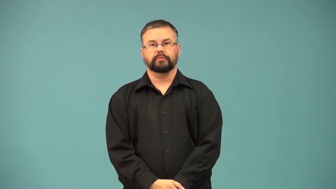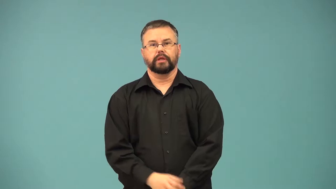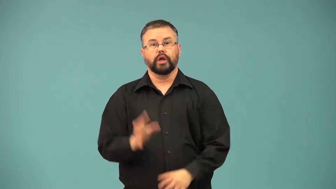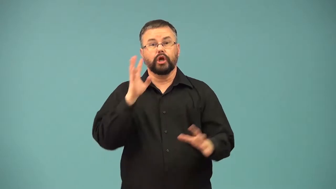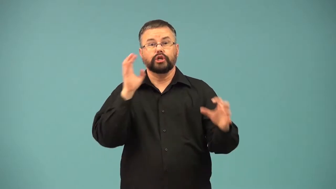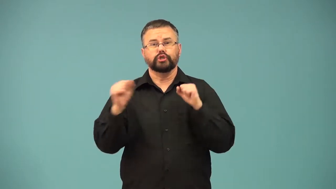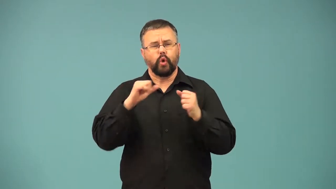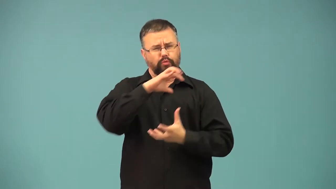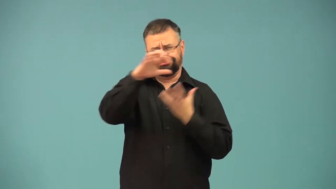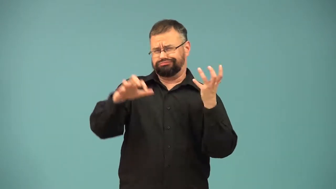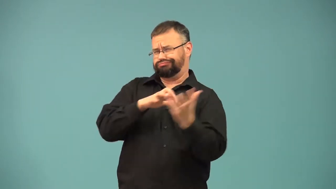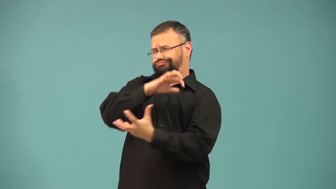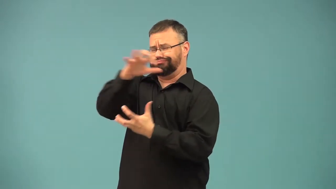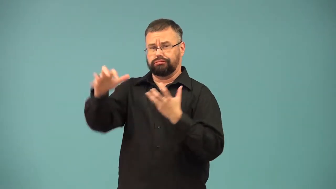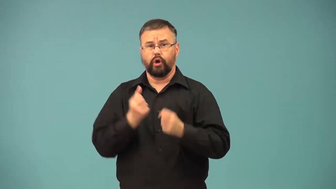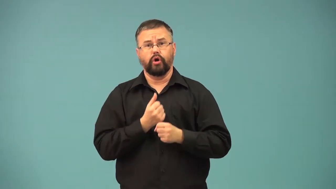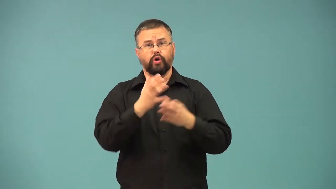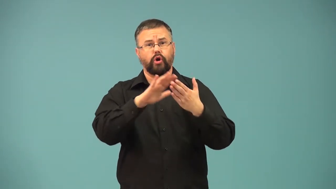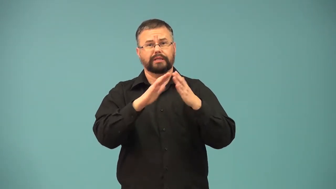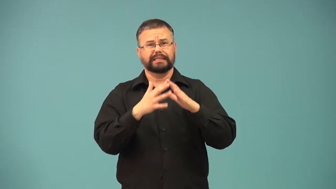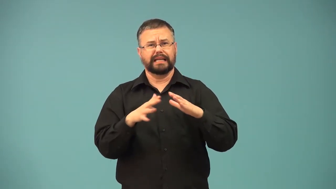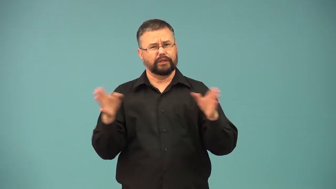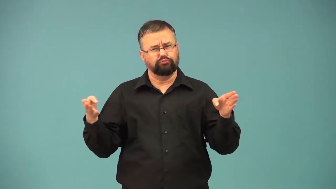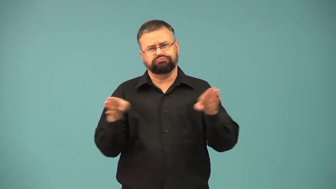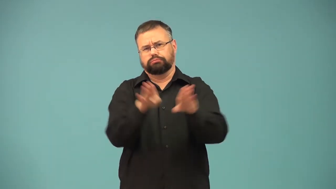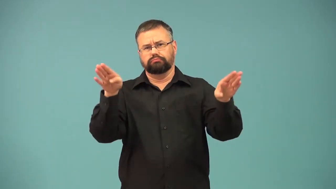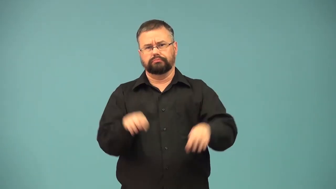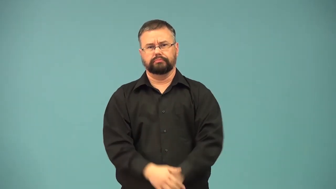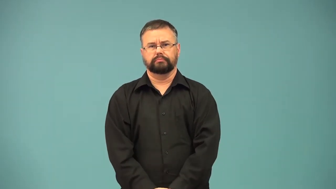crippler-storm cripples city